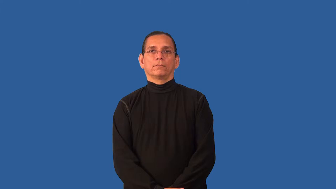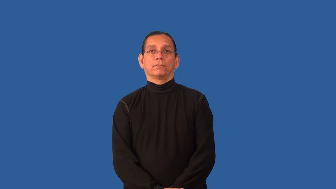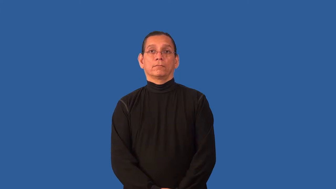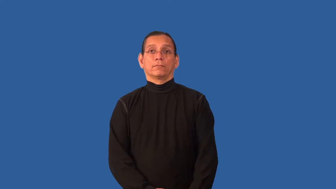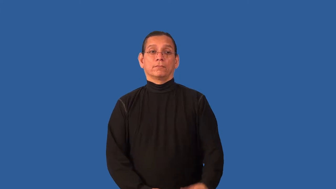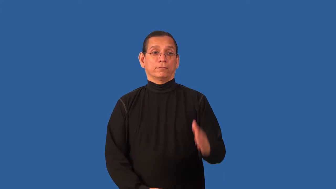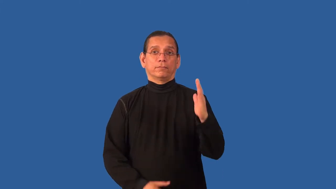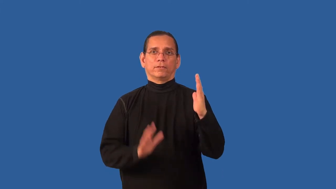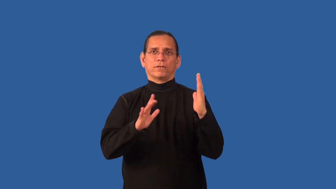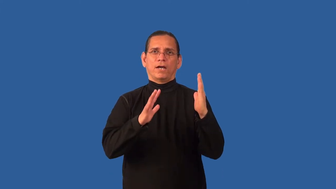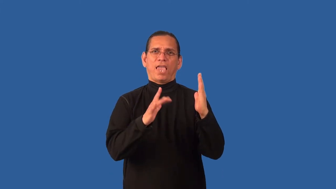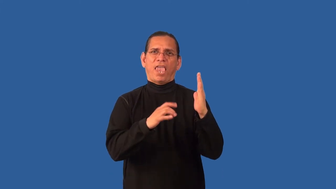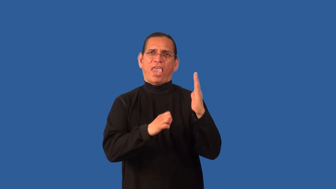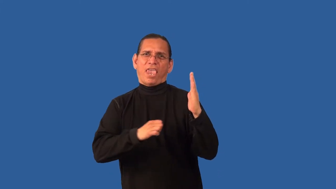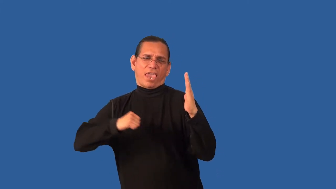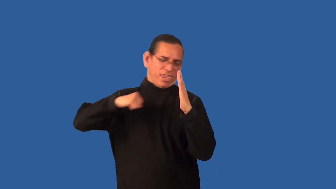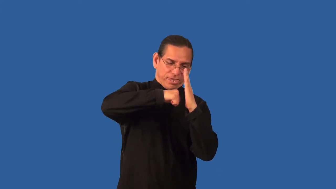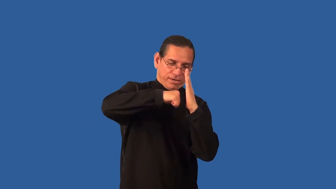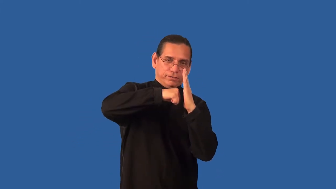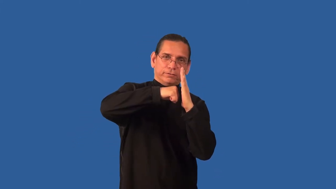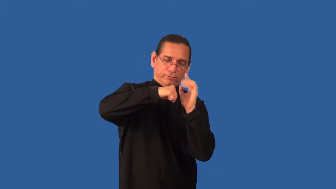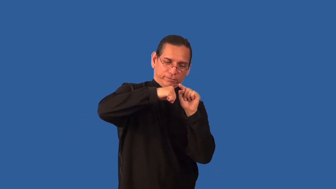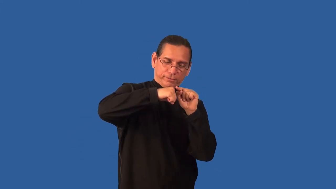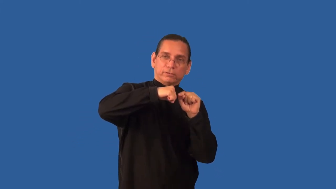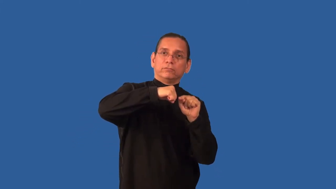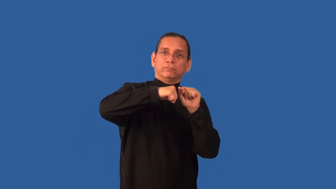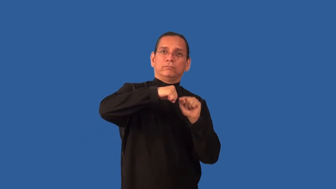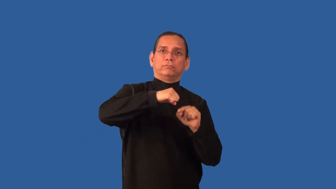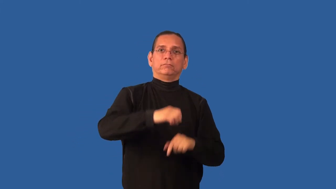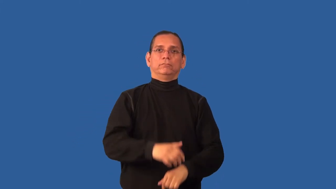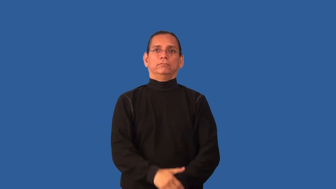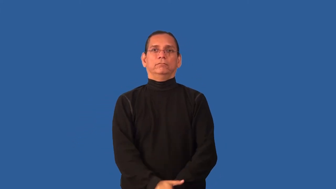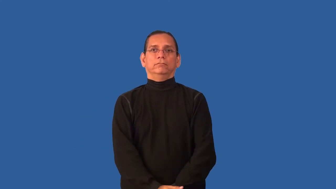brunt